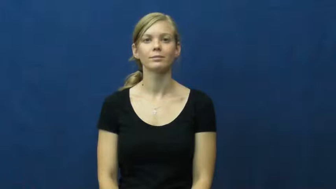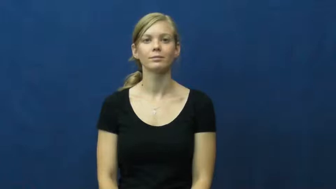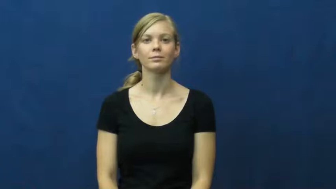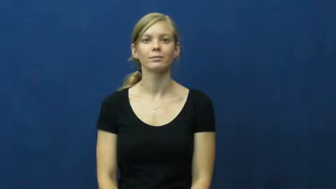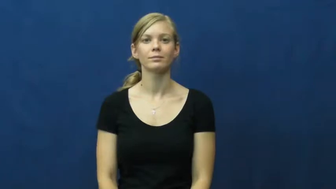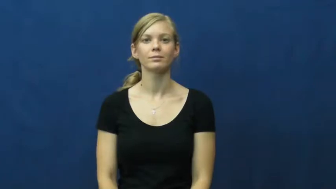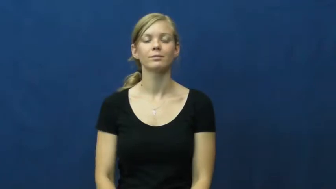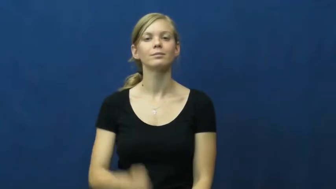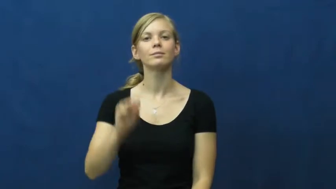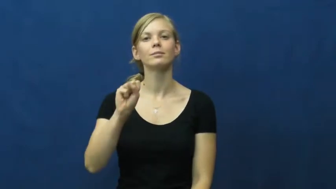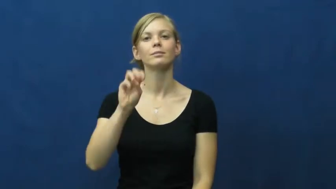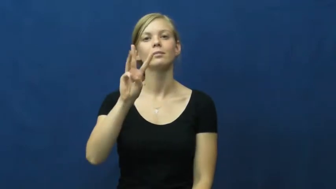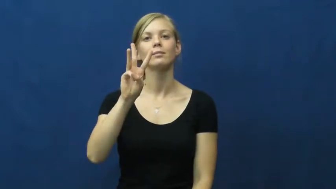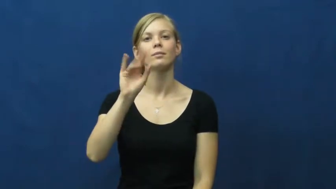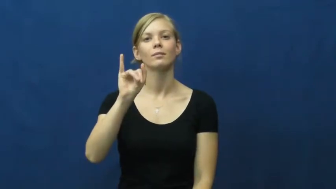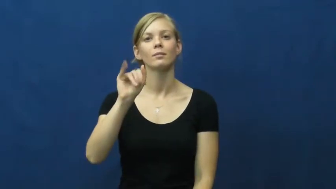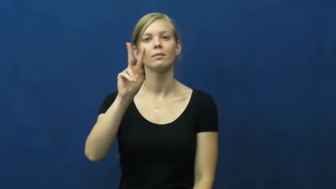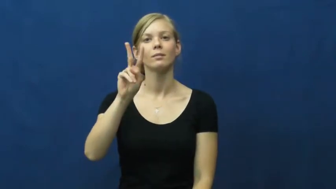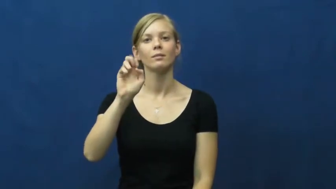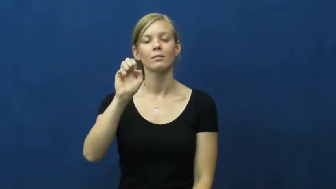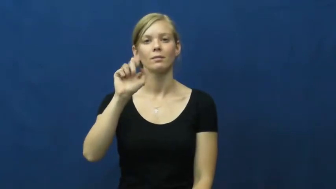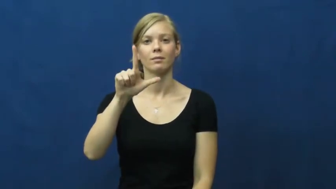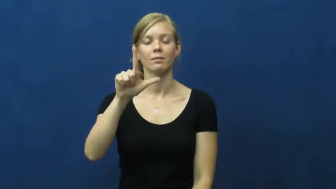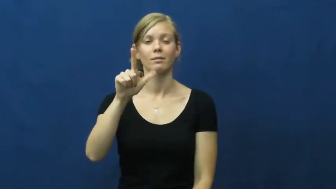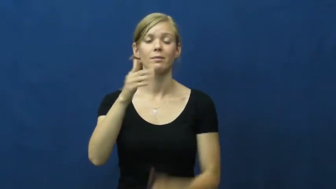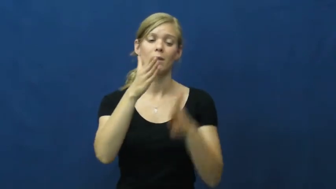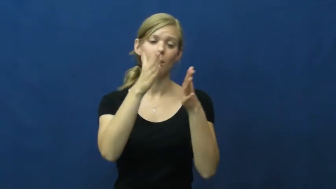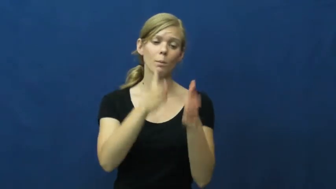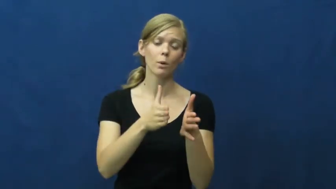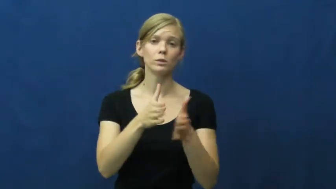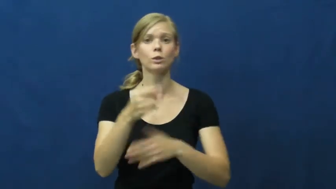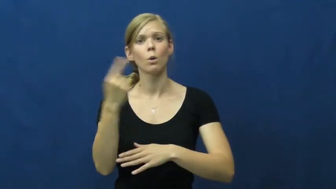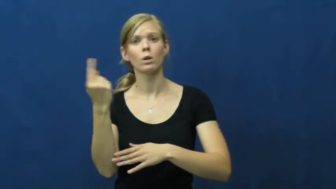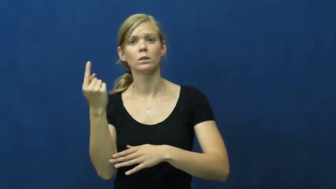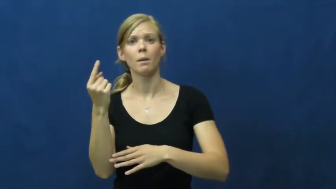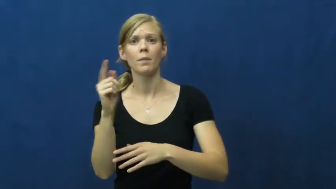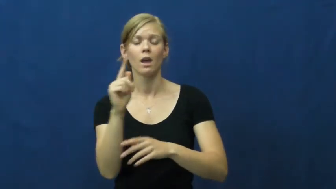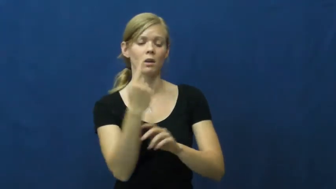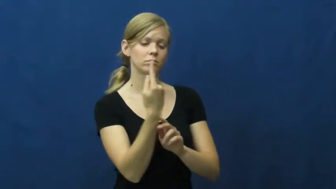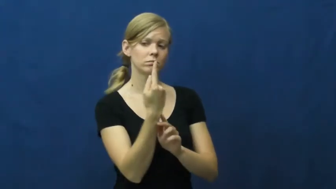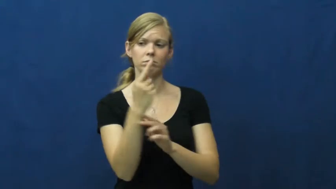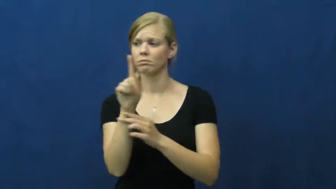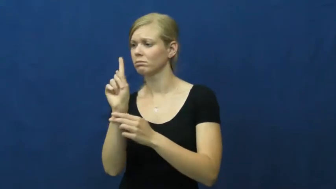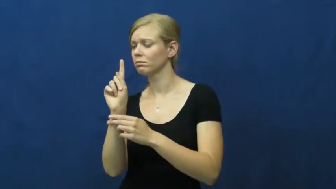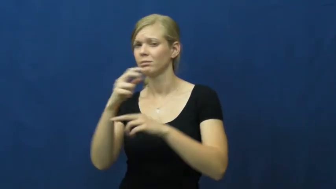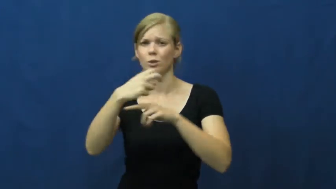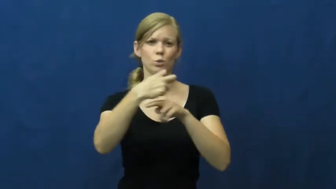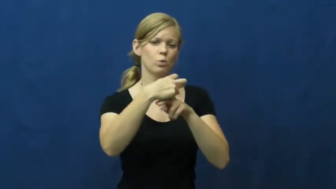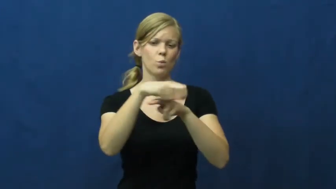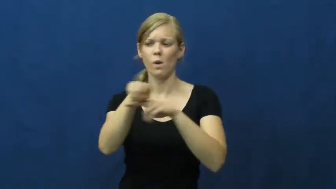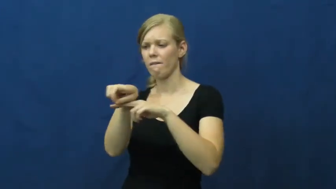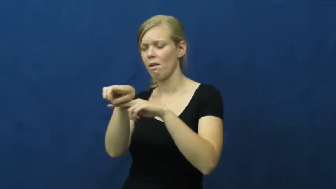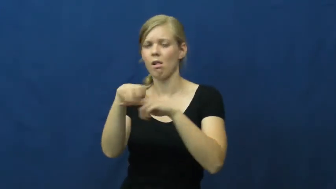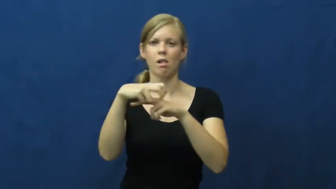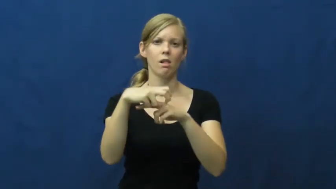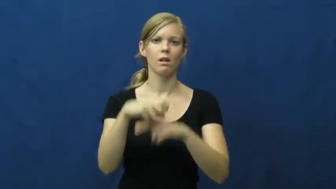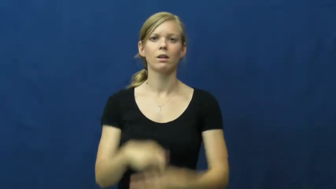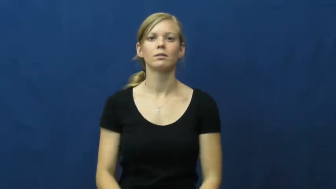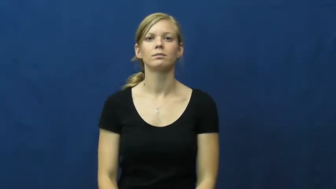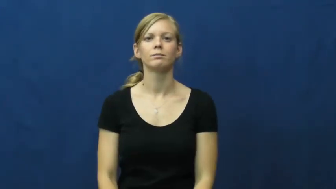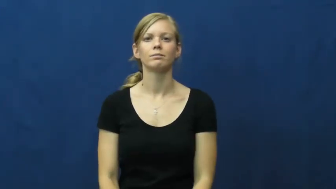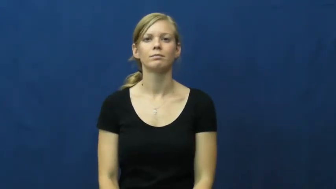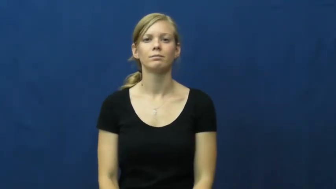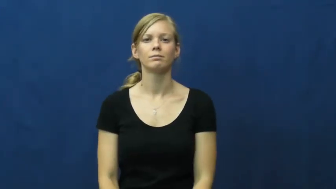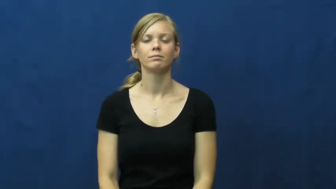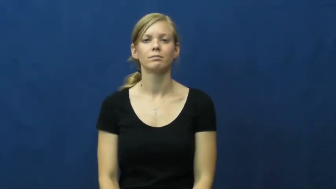swivel